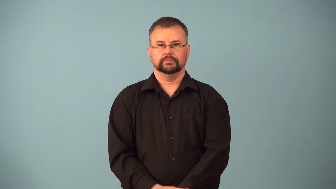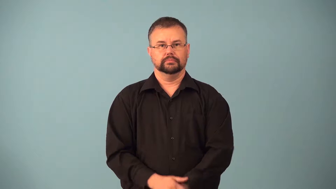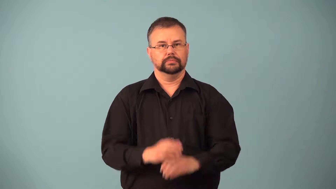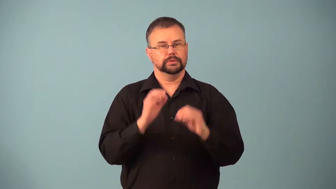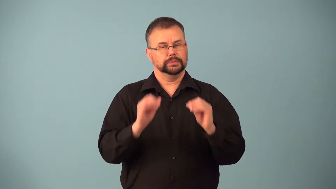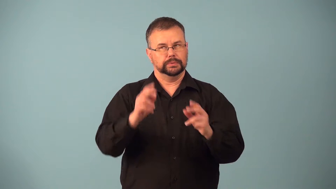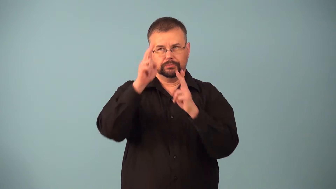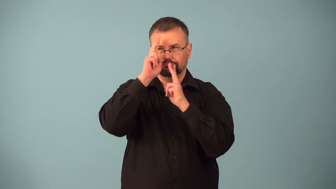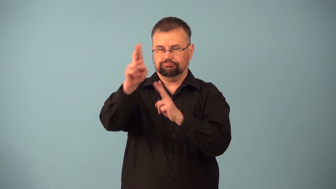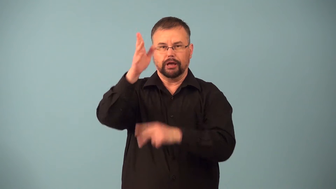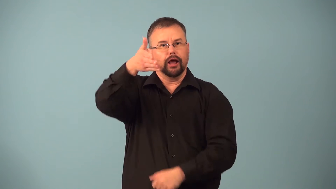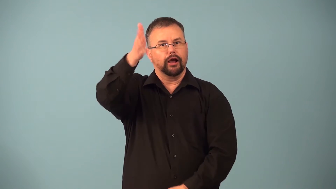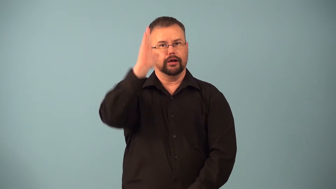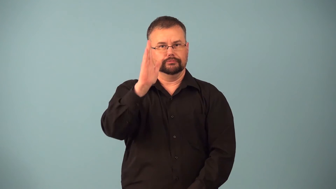impiety,unrighteous-disrespect god